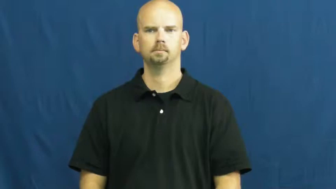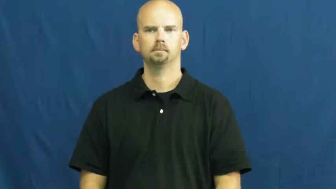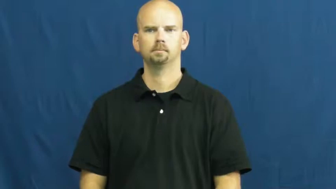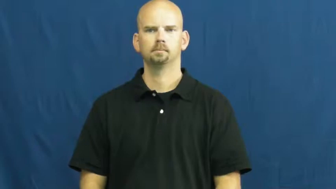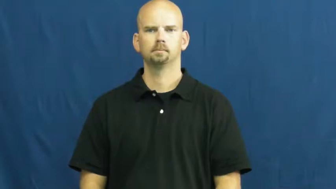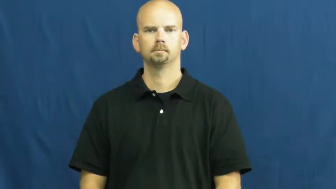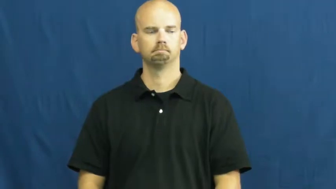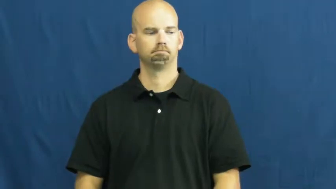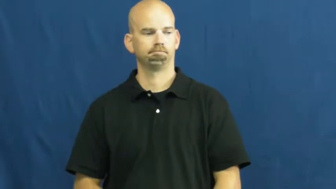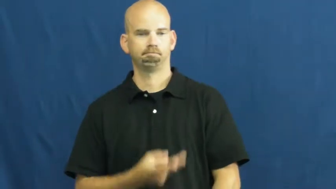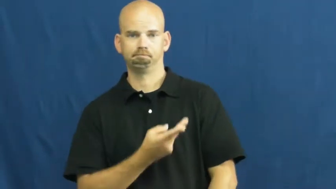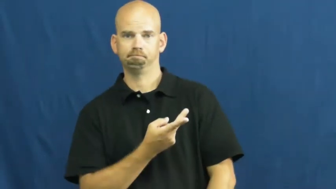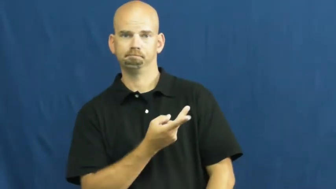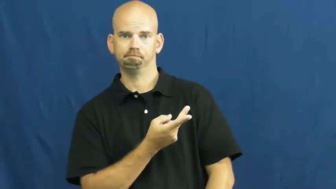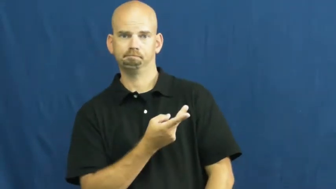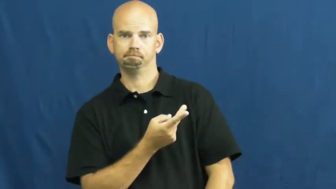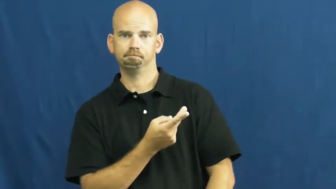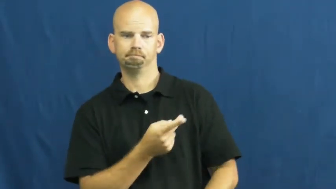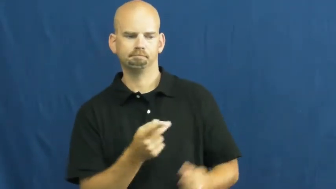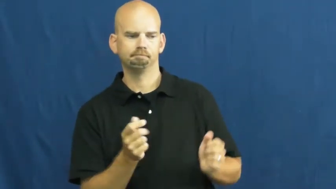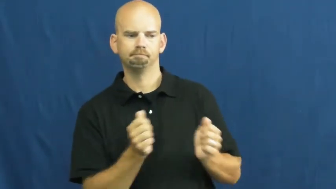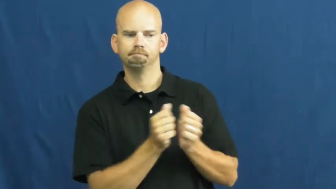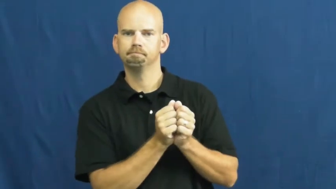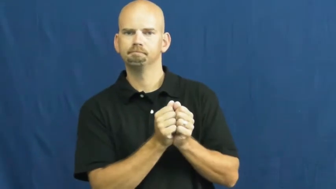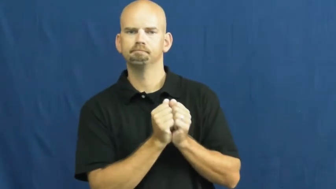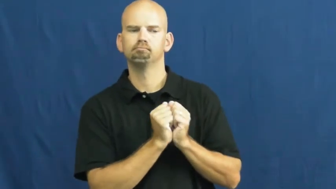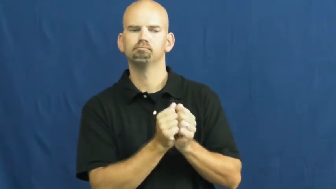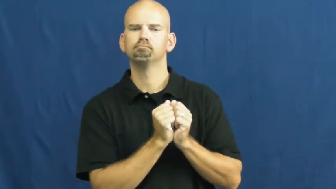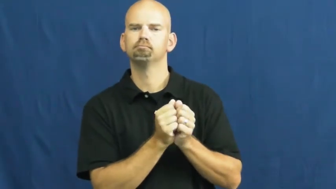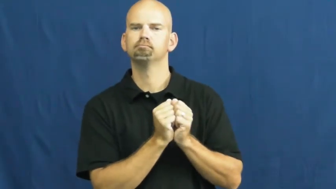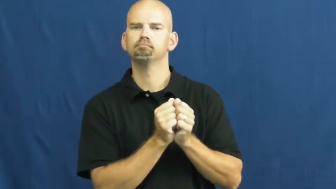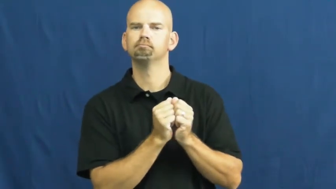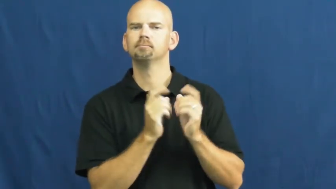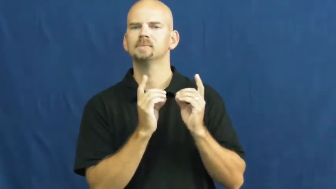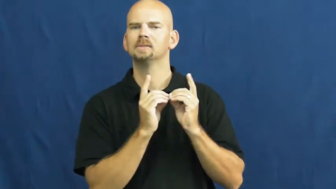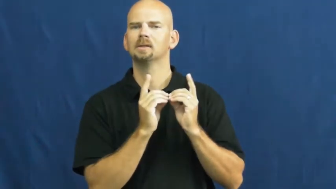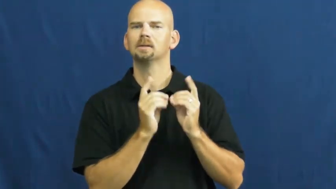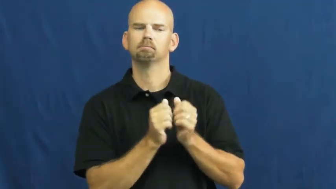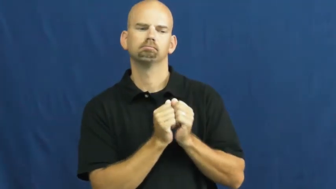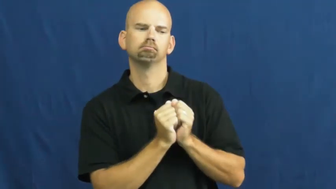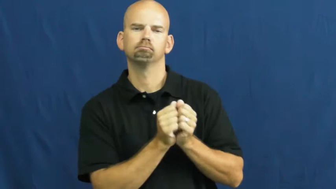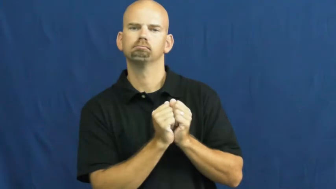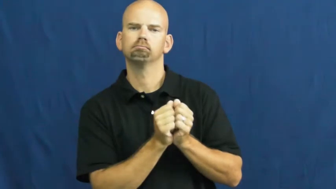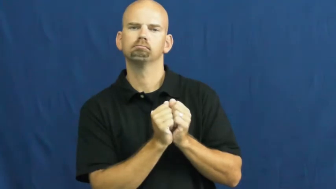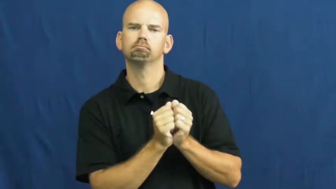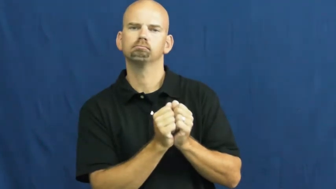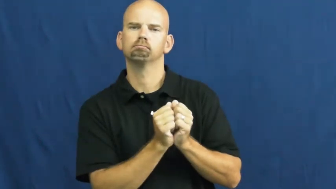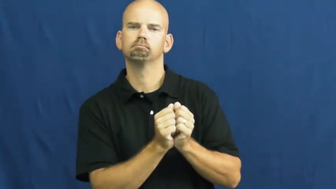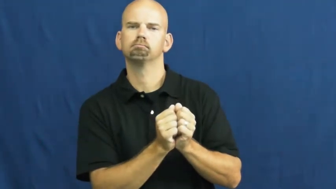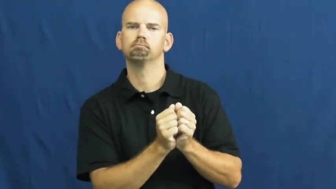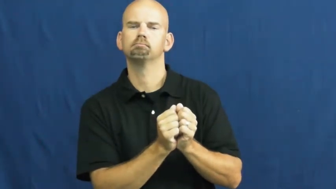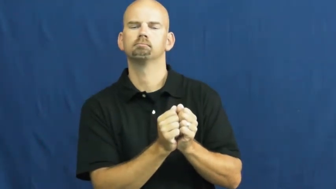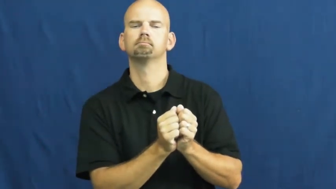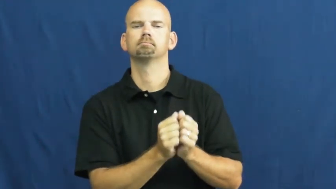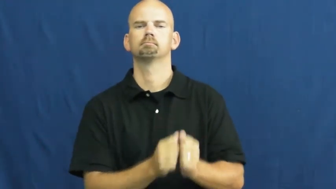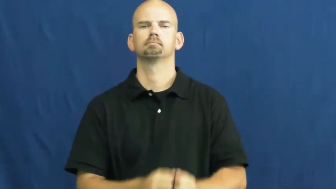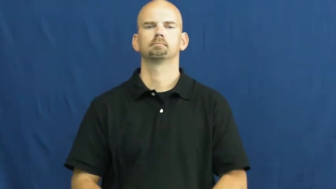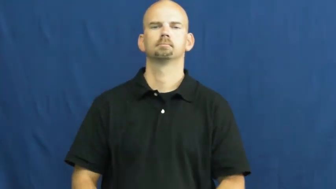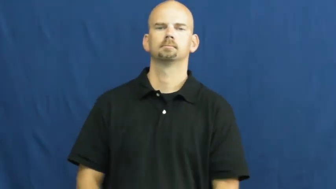steady-dating